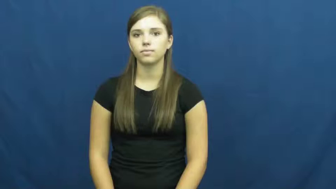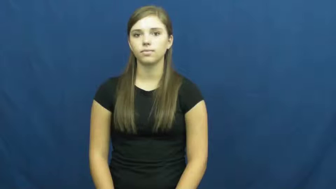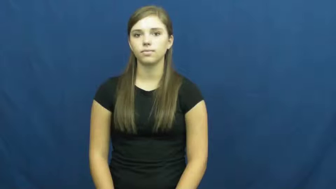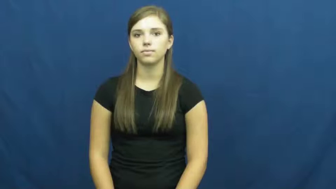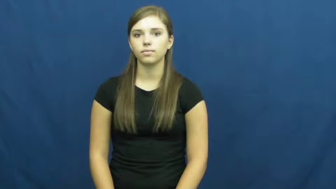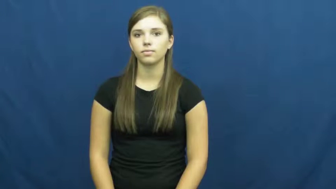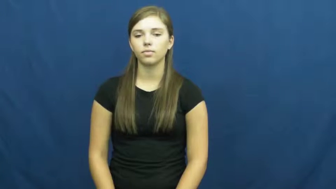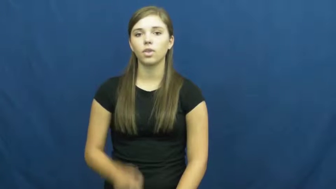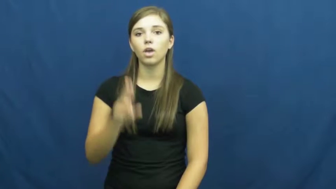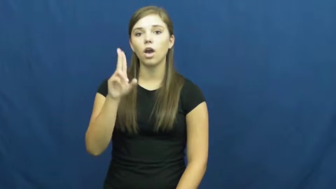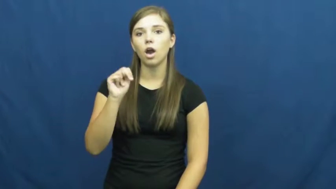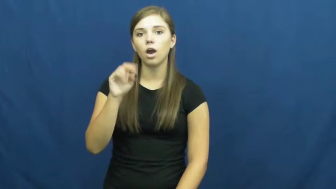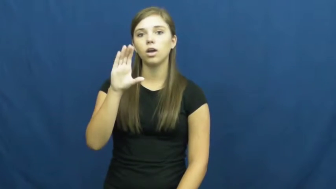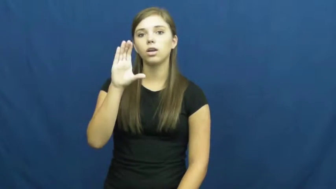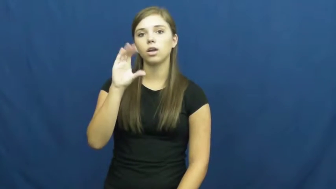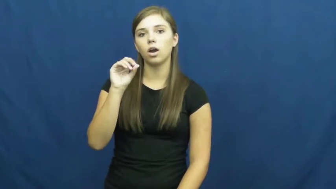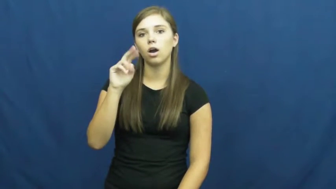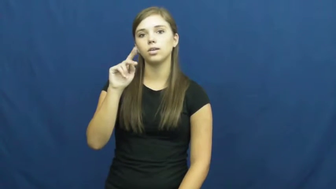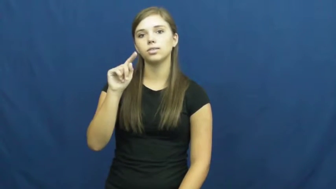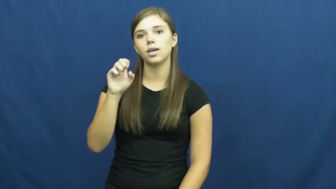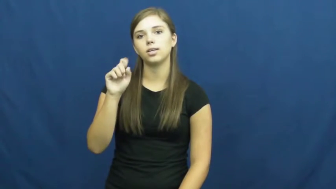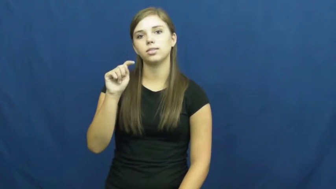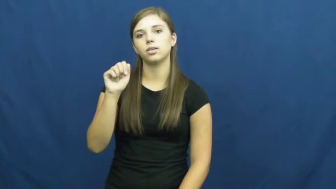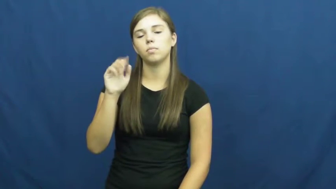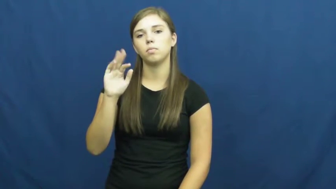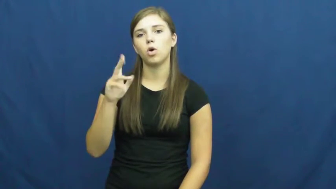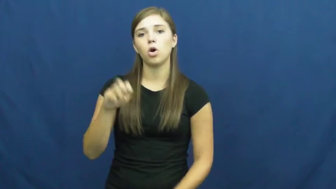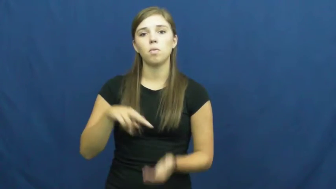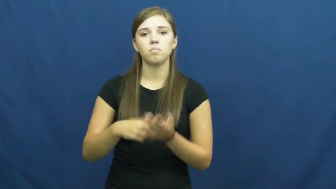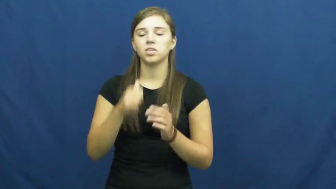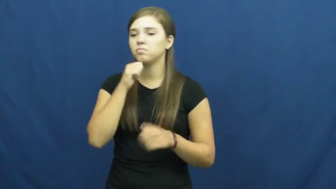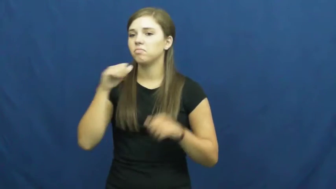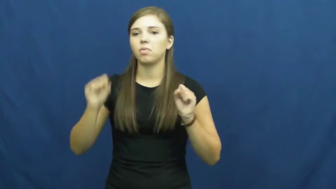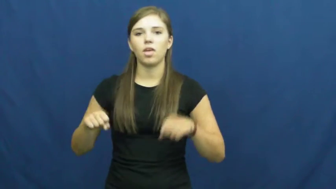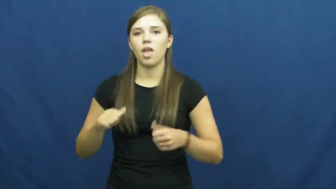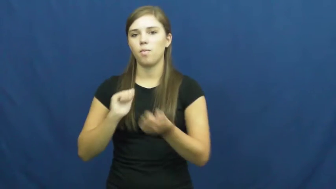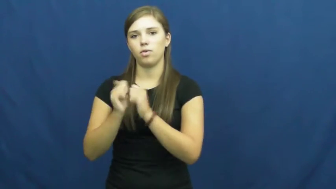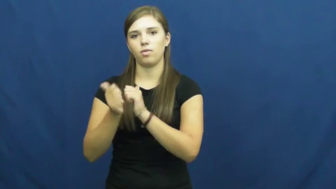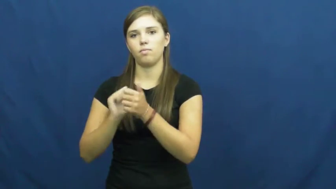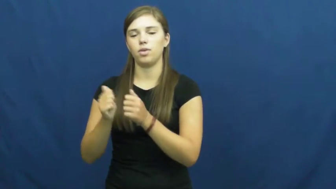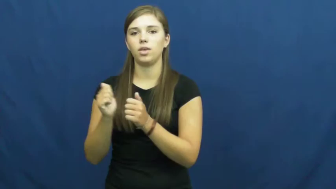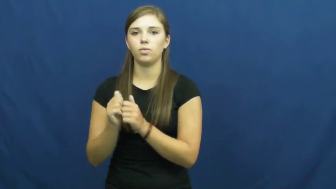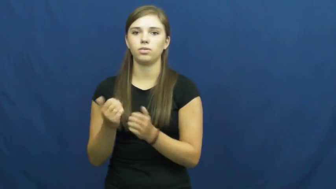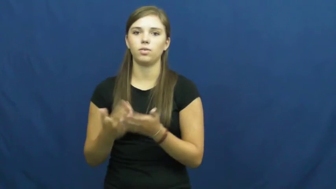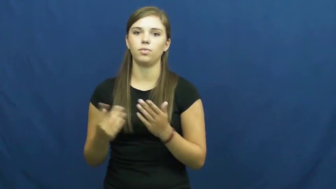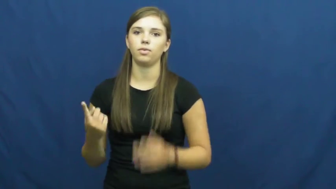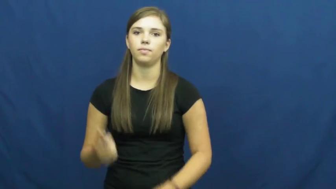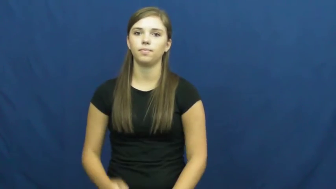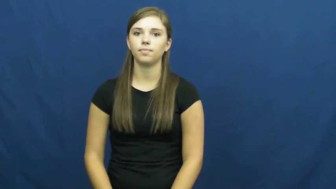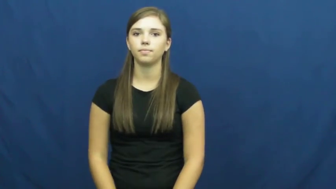uncontestable